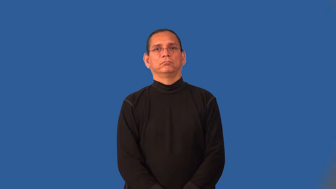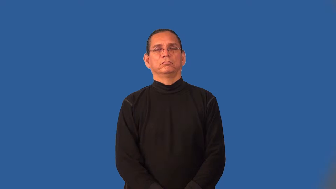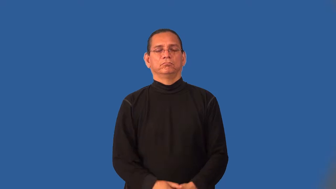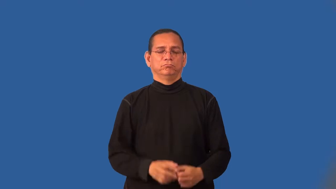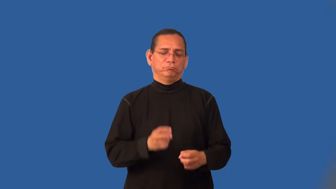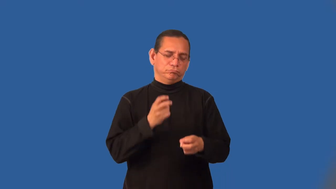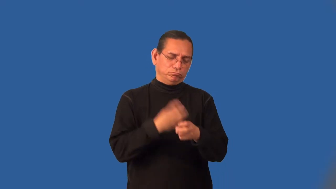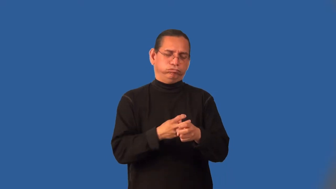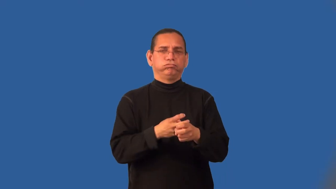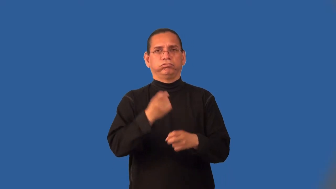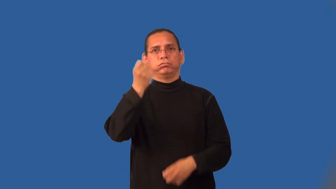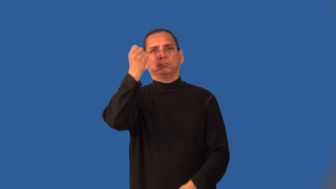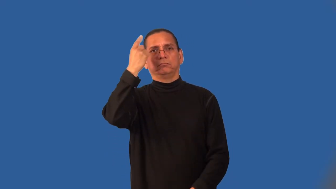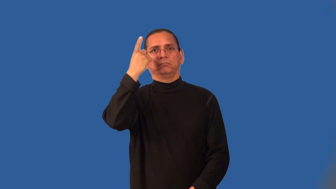knotty-difficult to understand